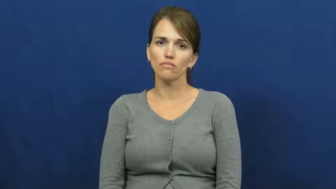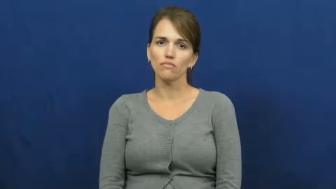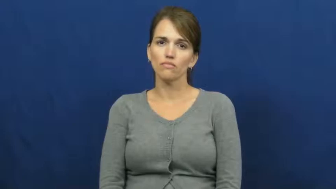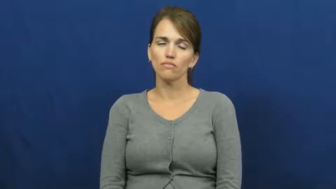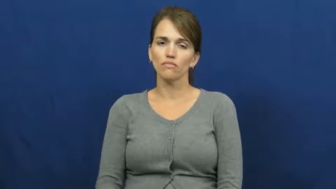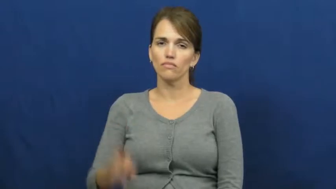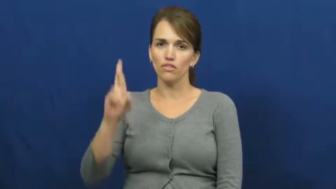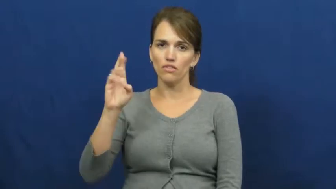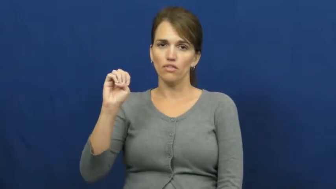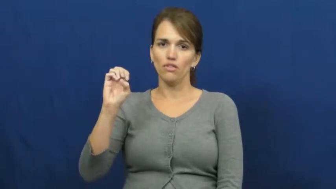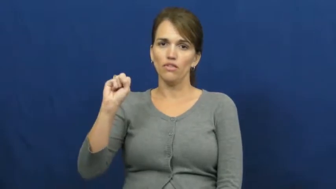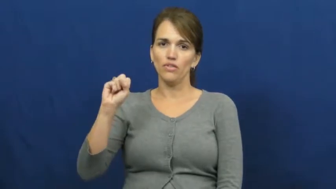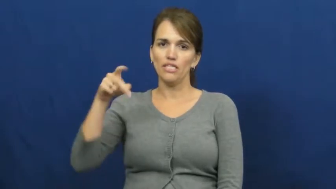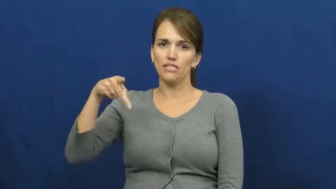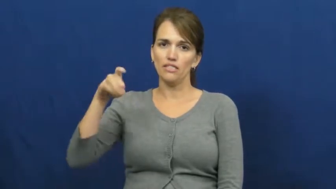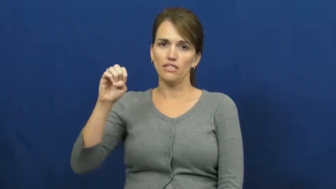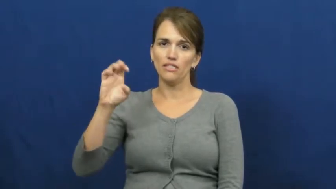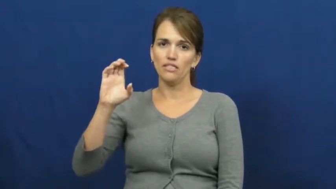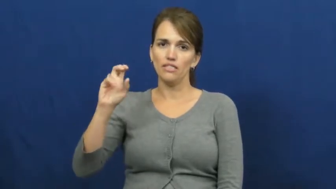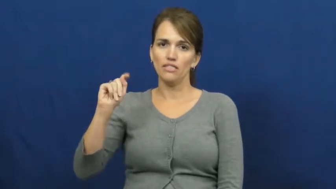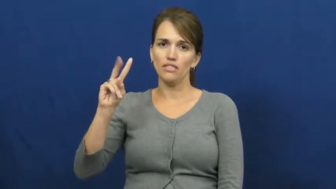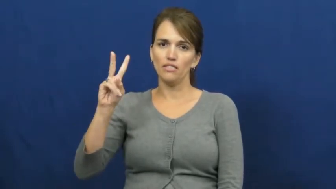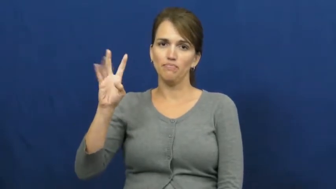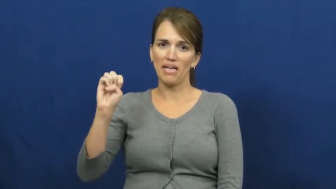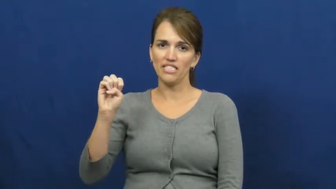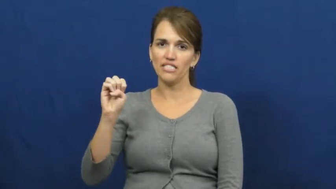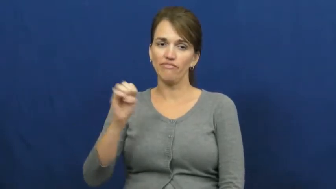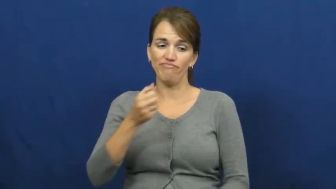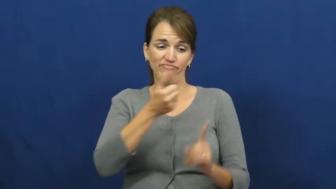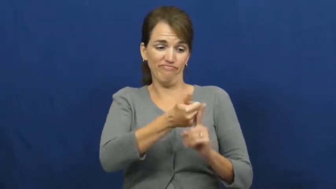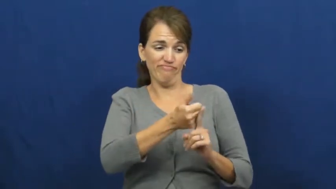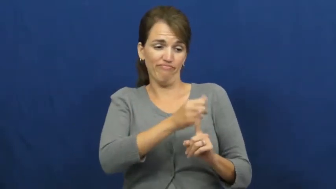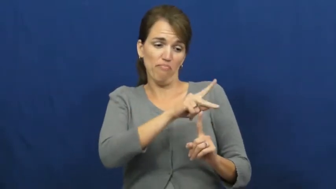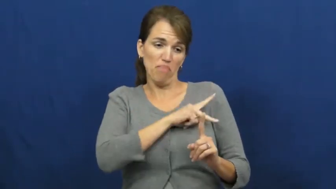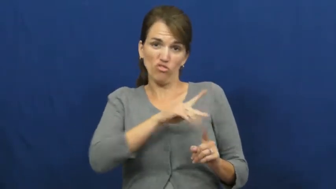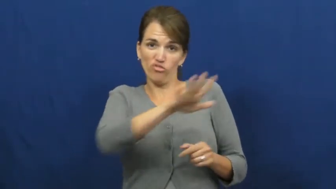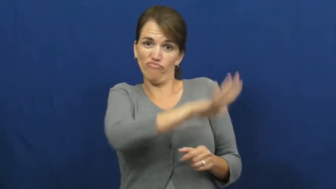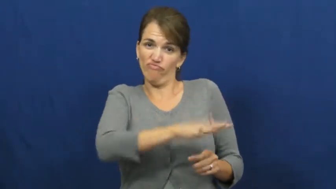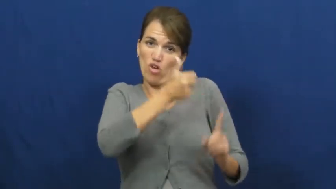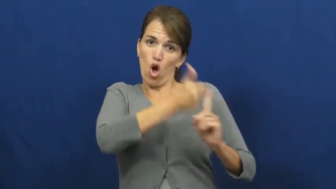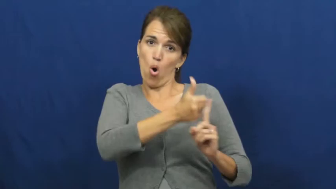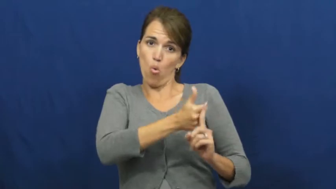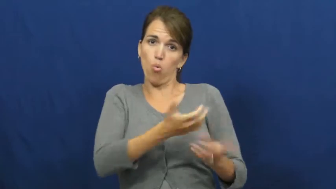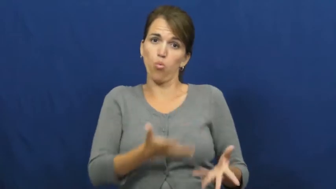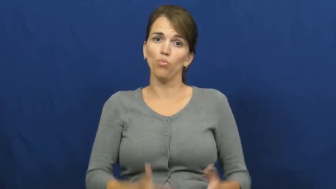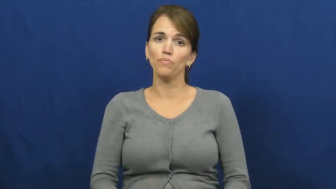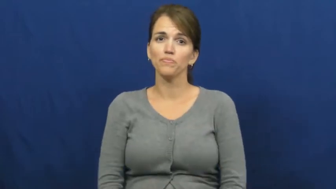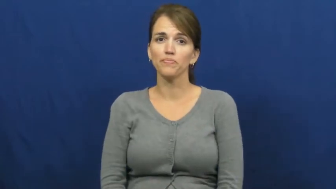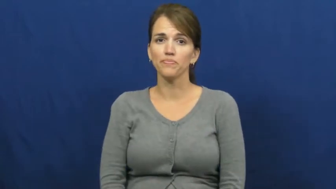respective